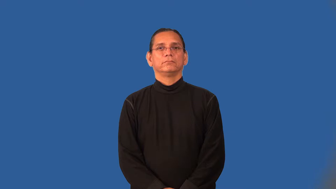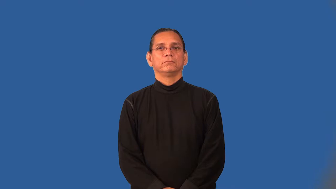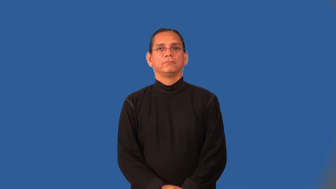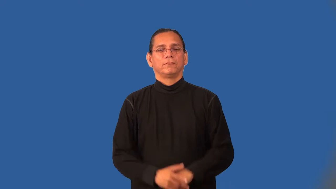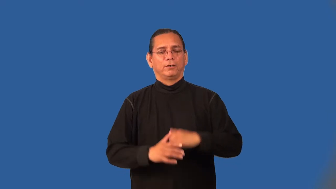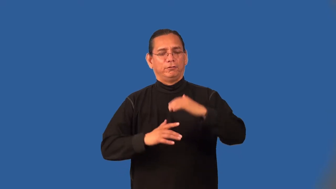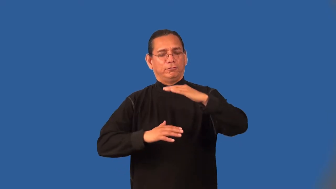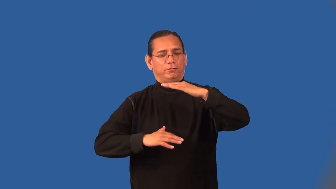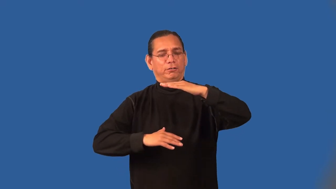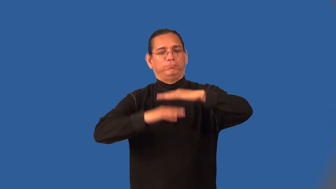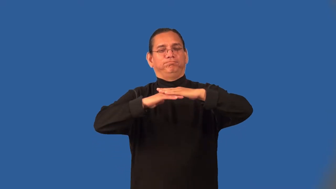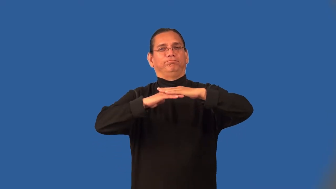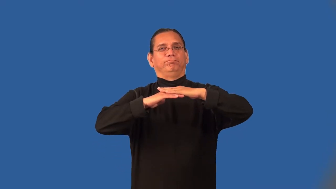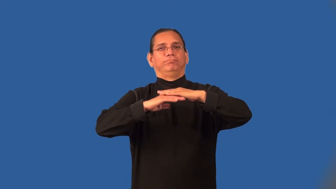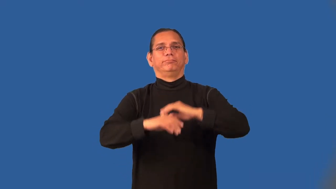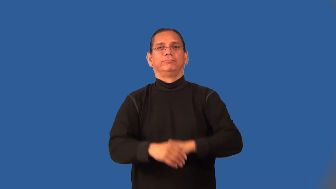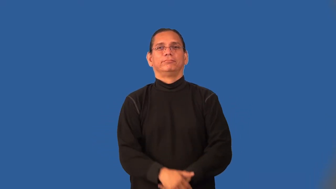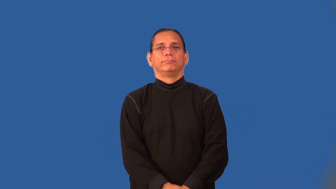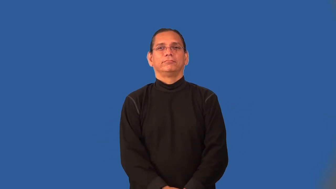optimize